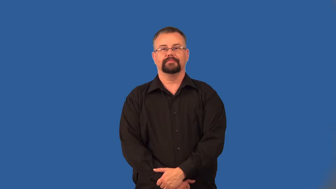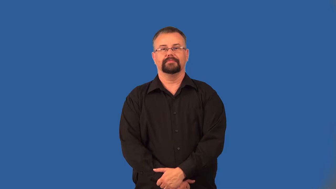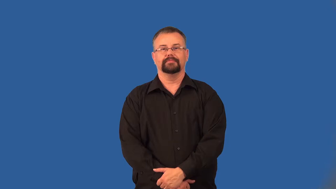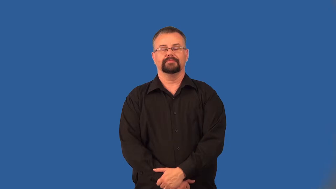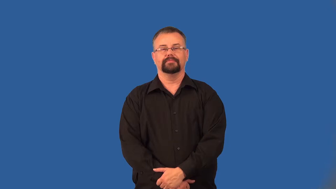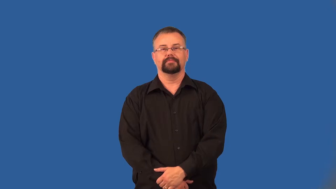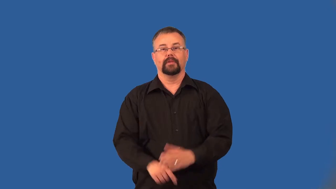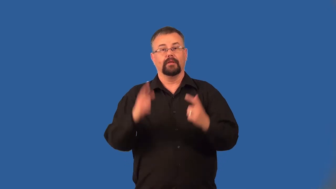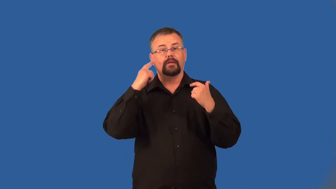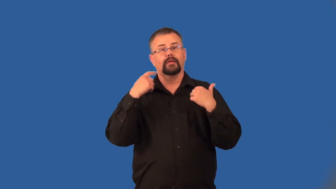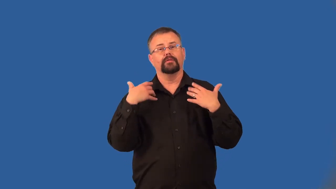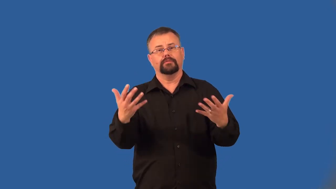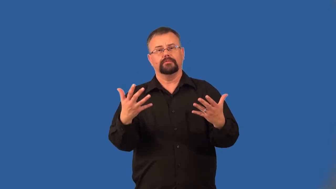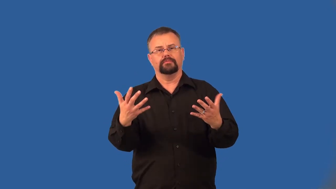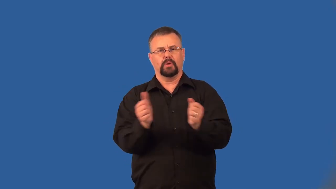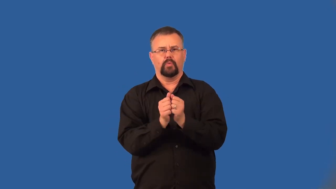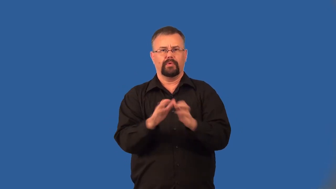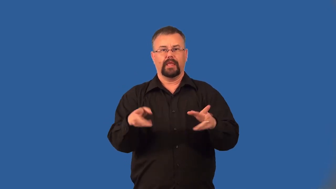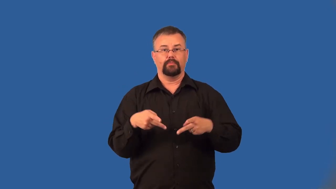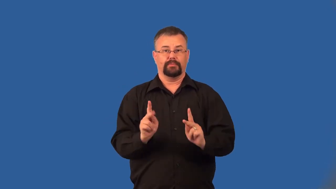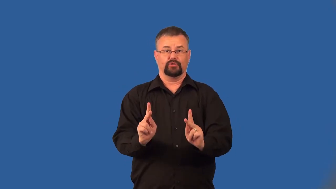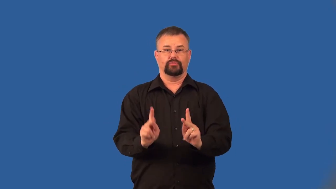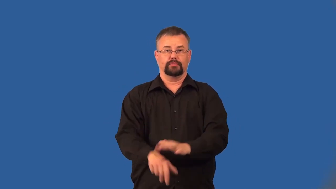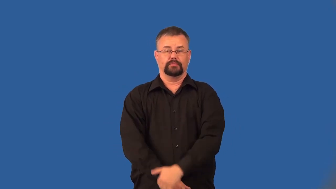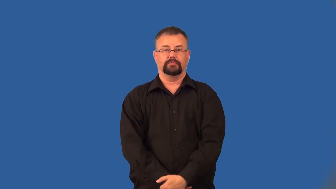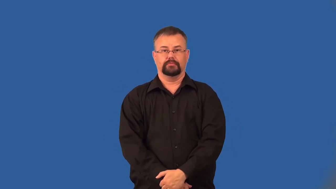interlope